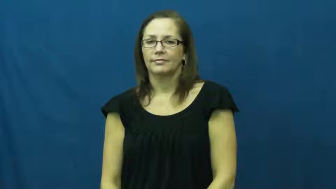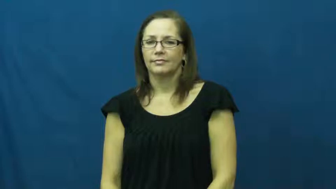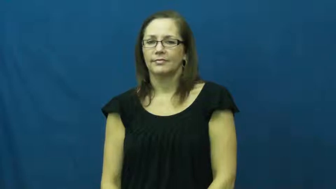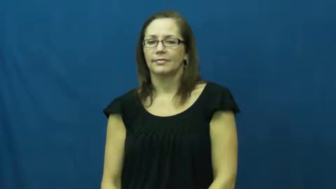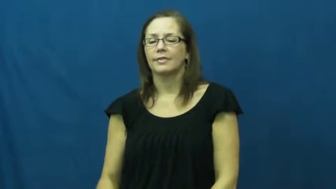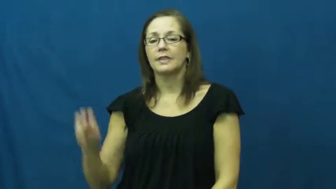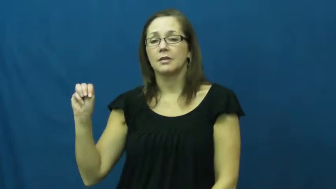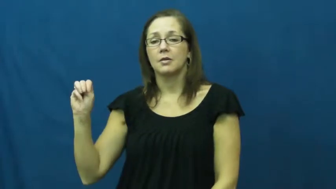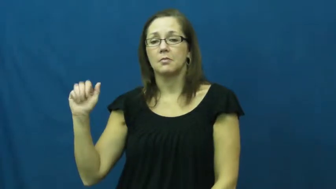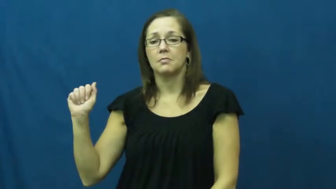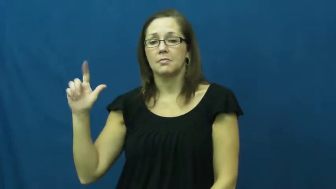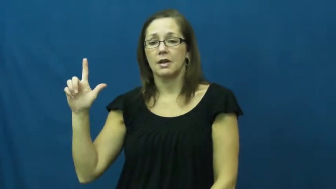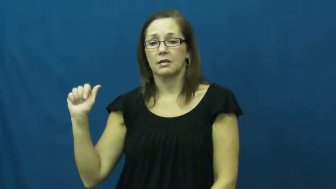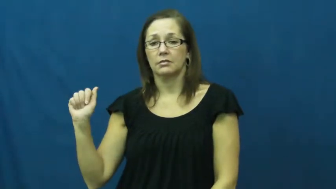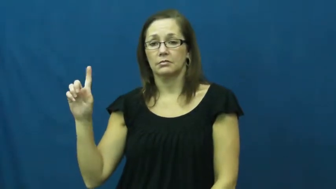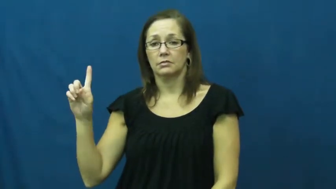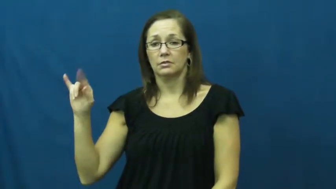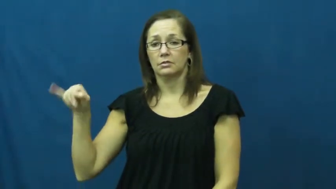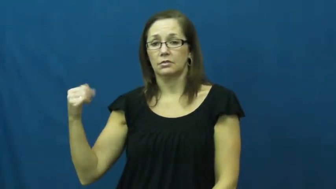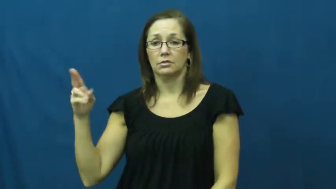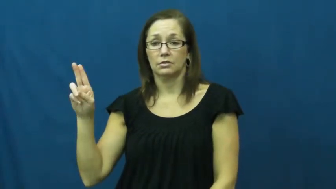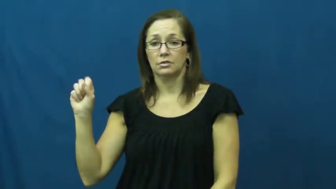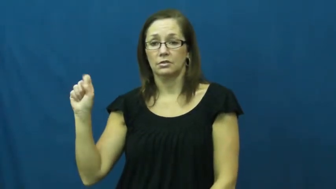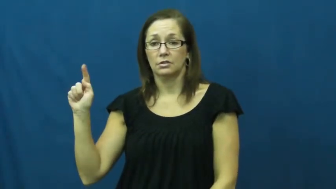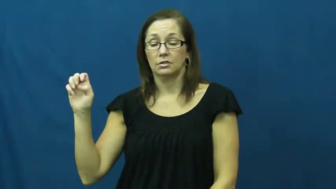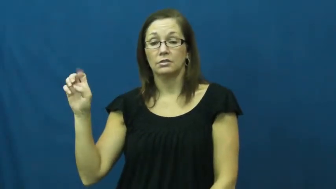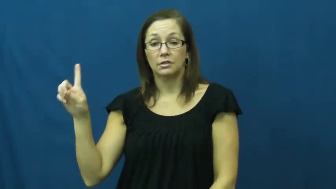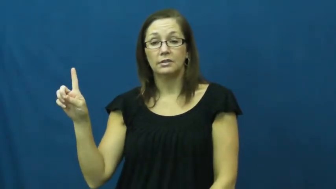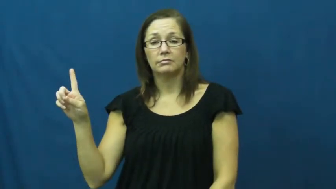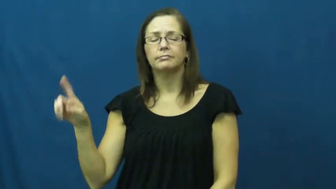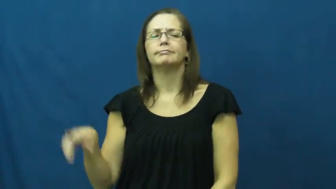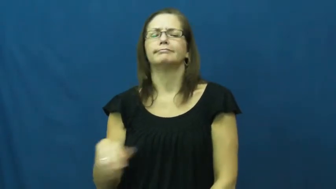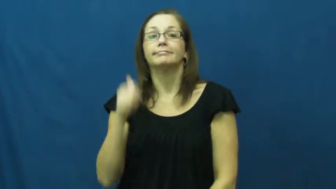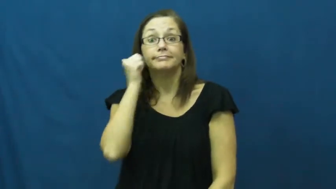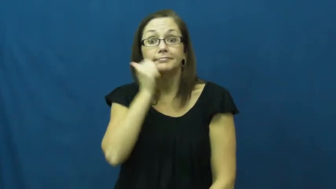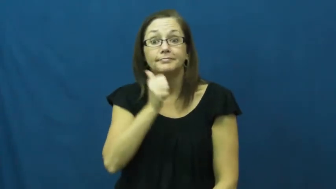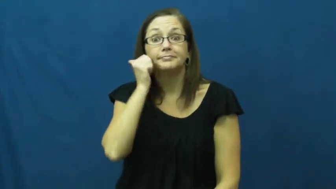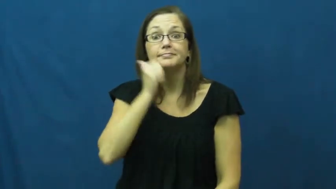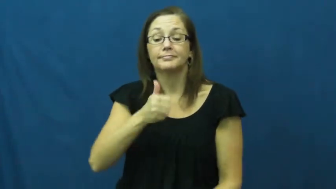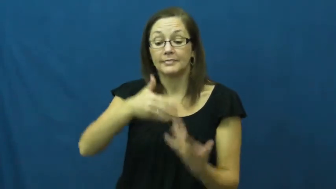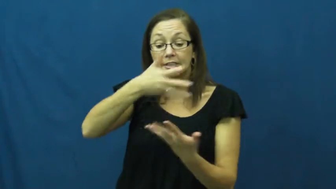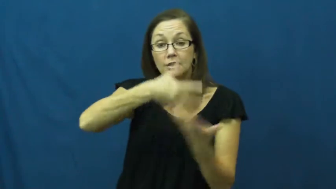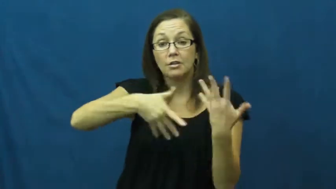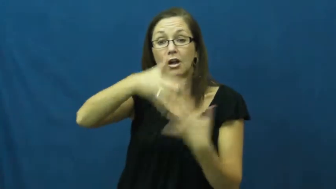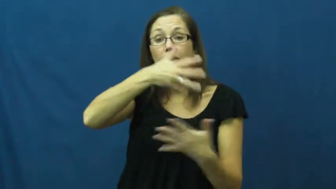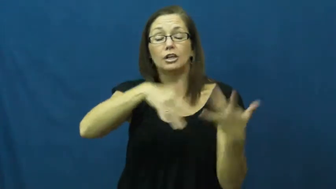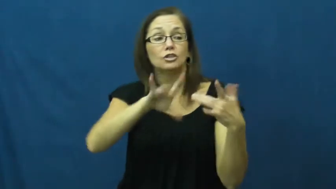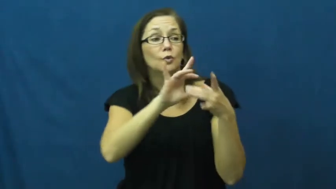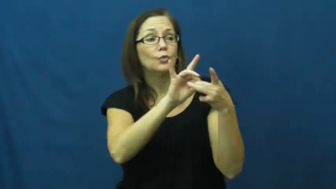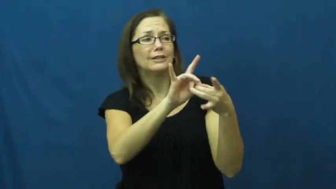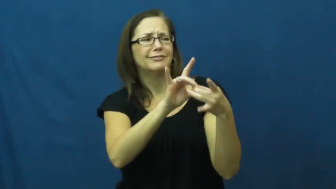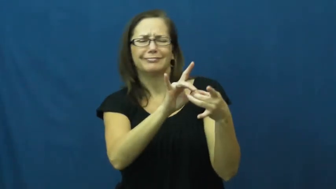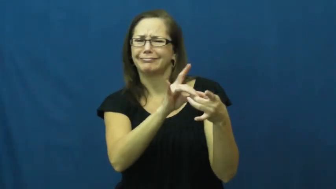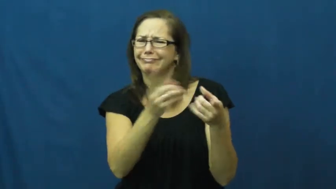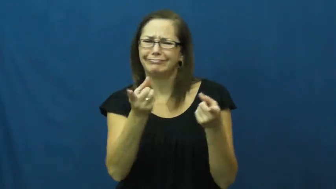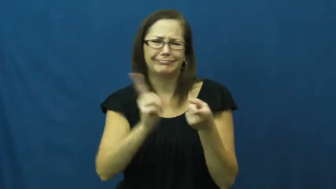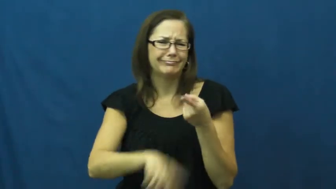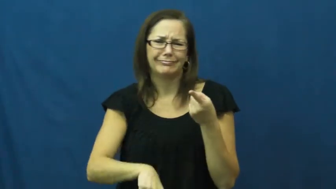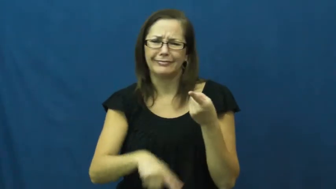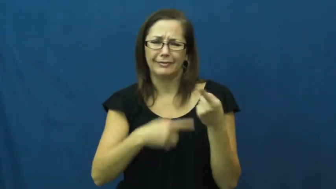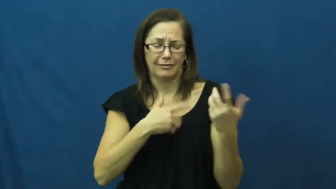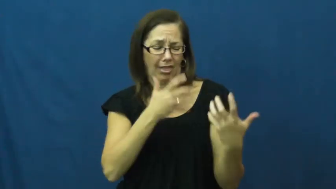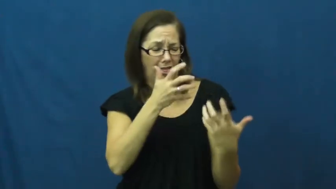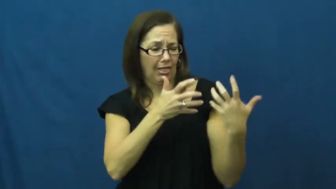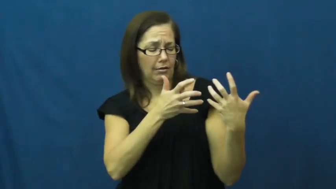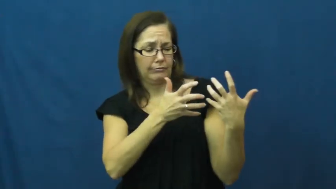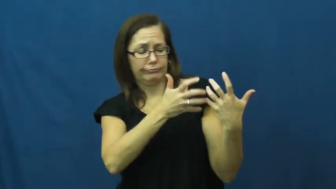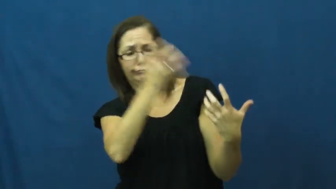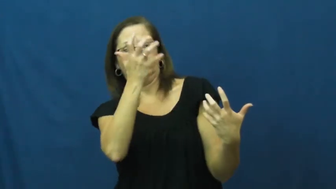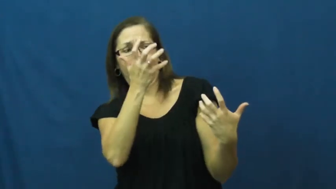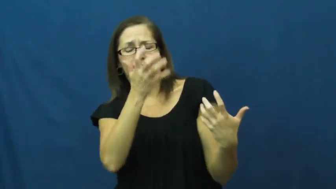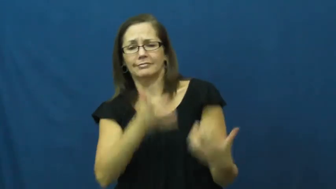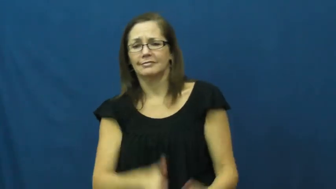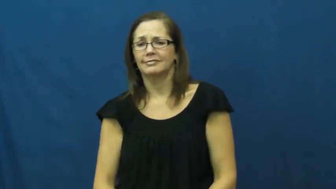maladjusted